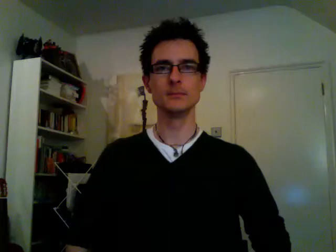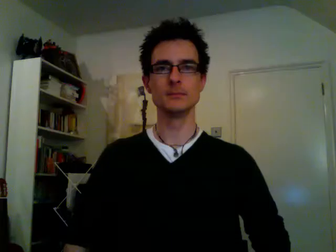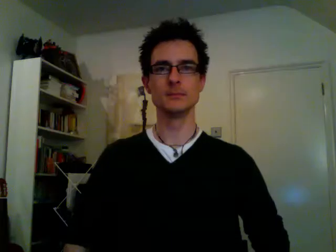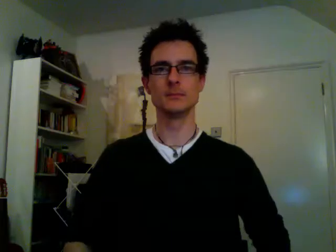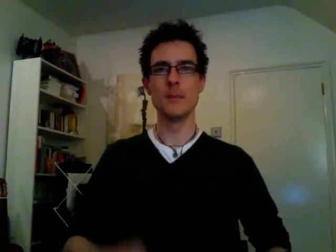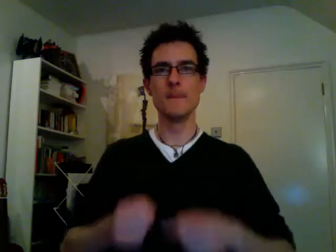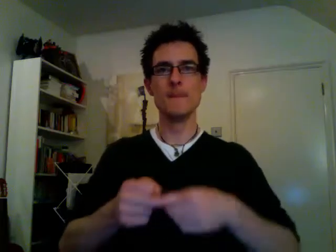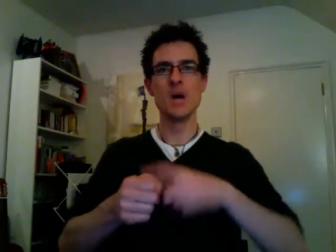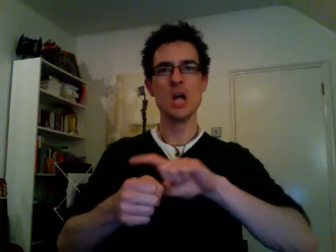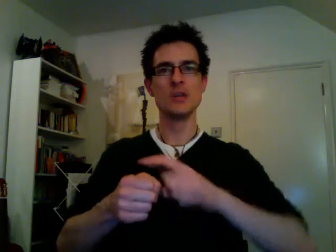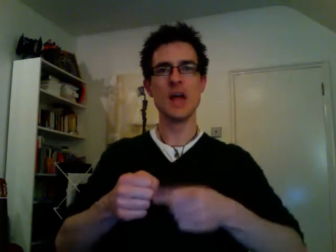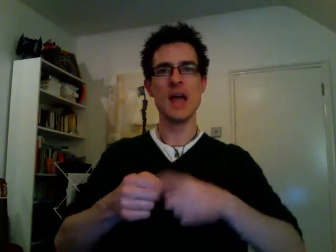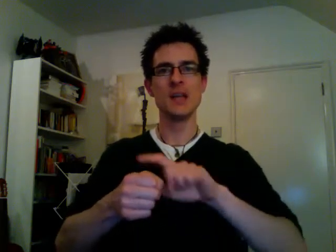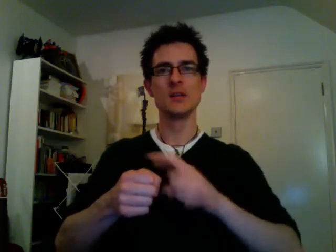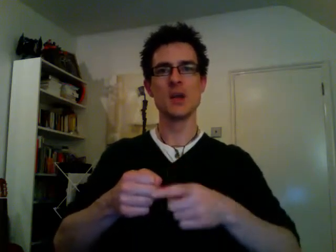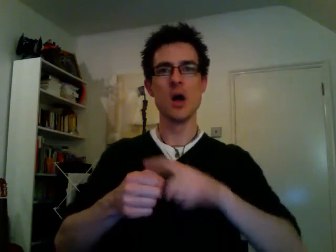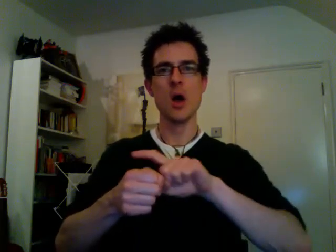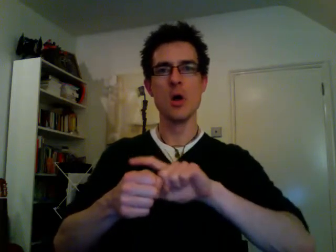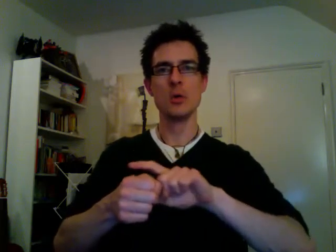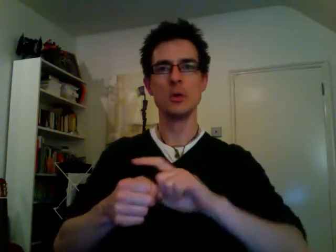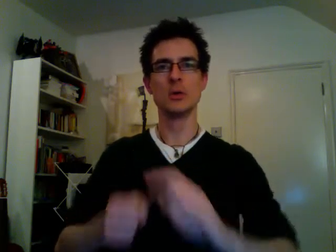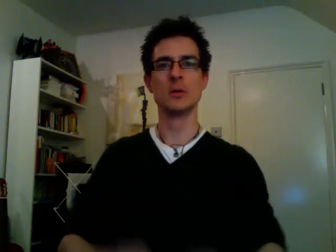potato